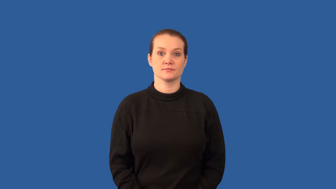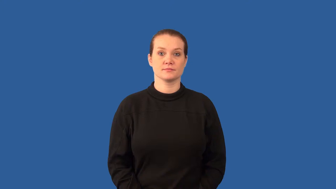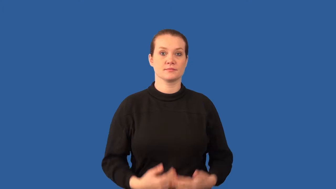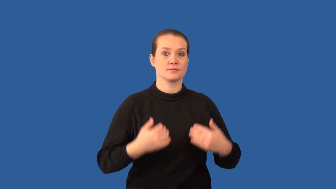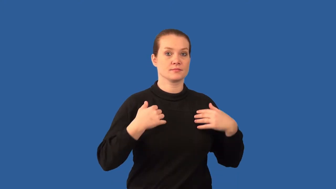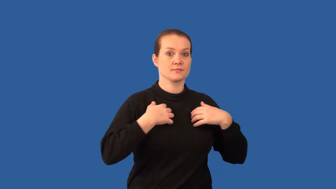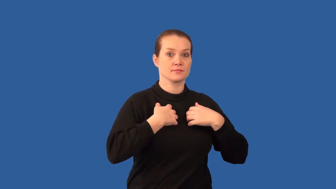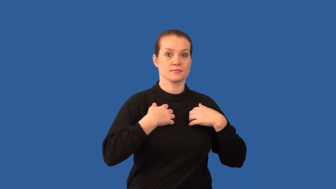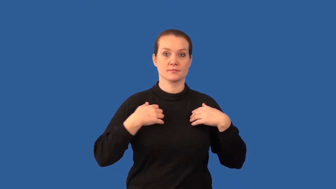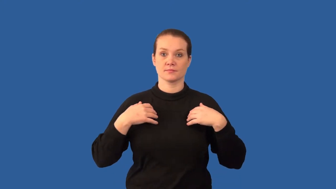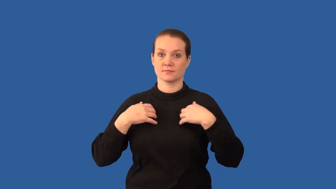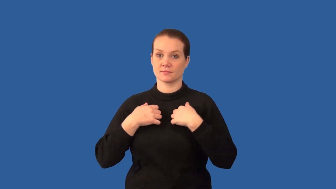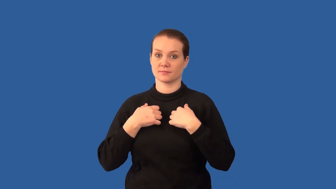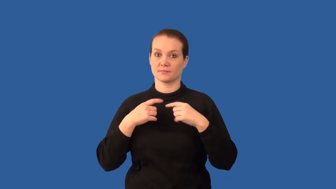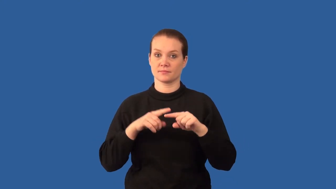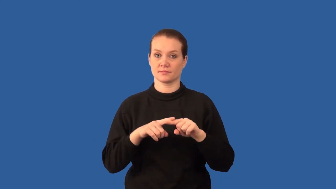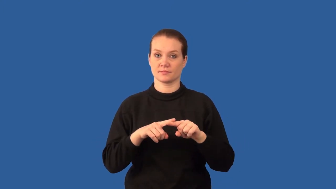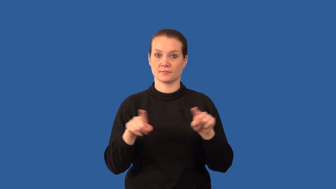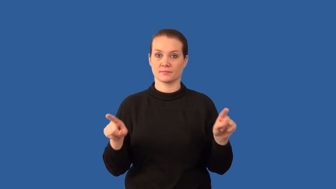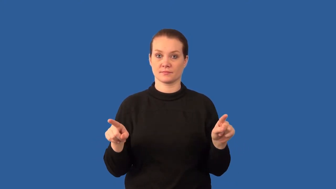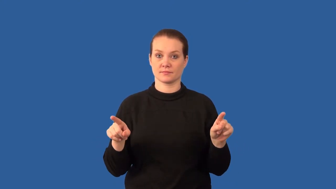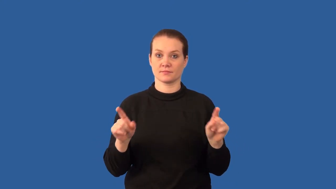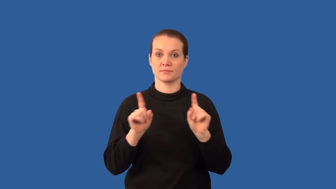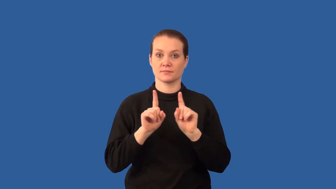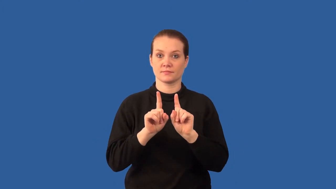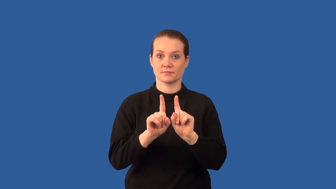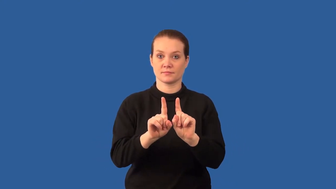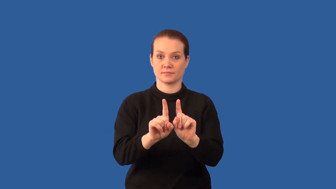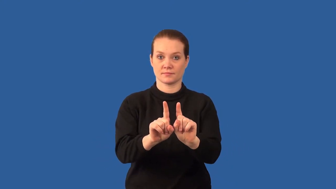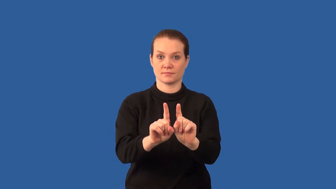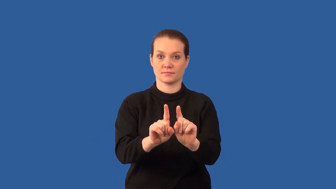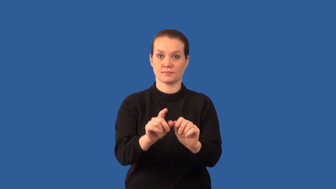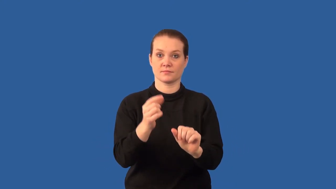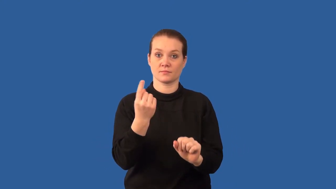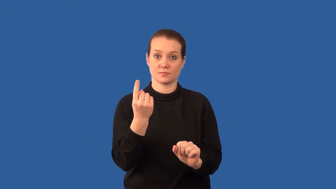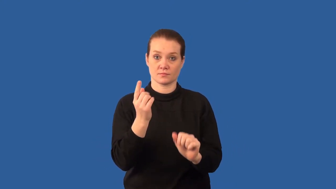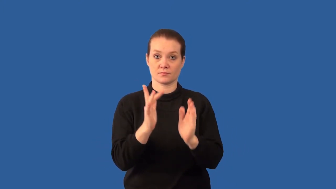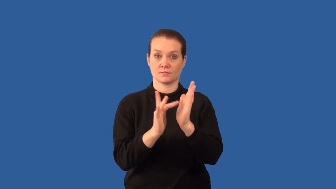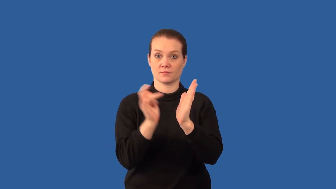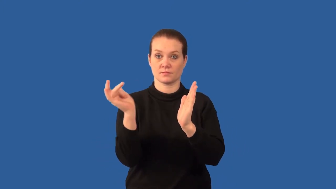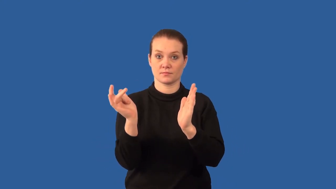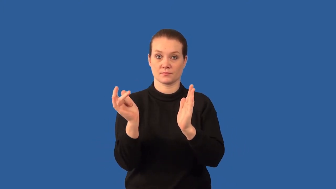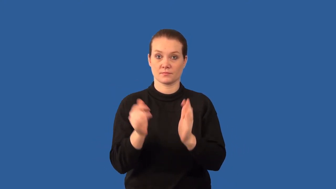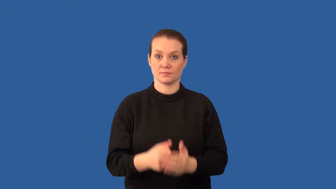commensalism